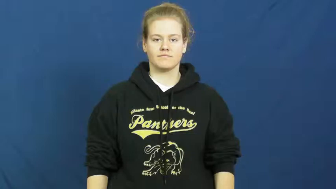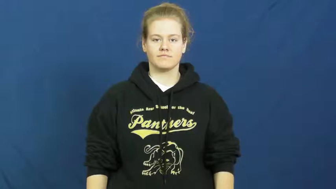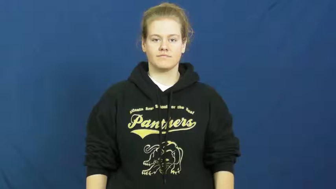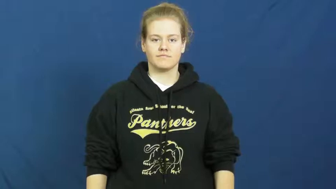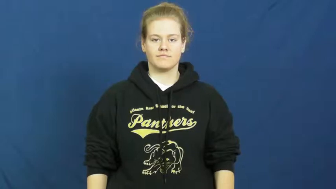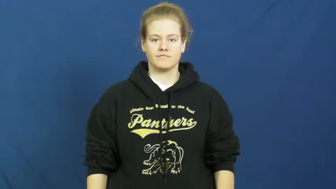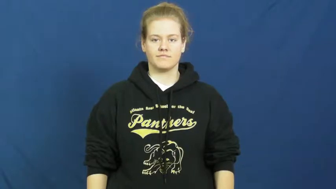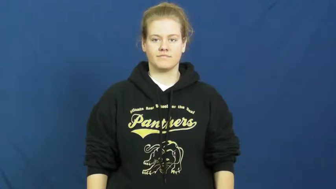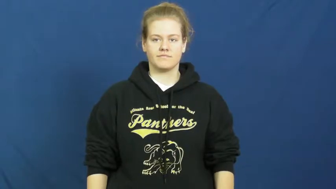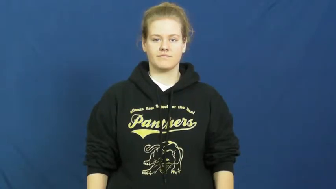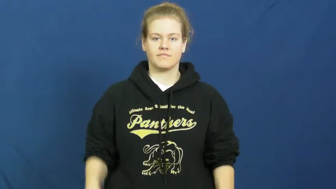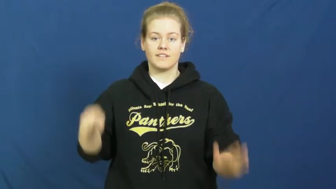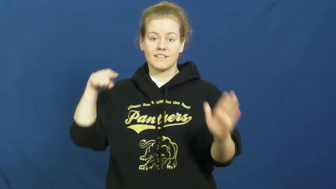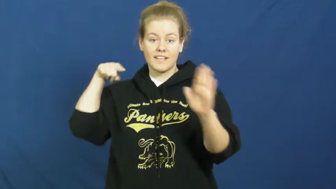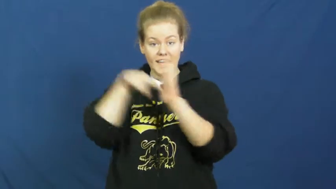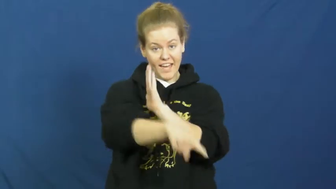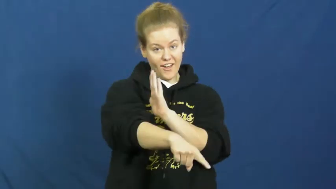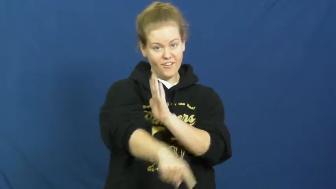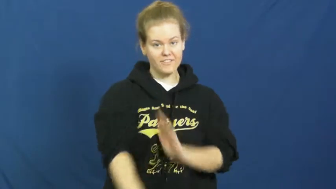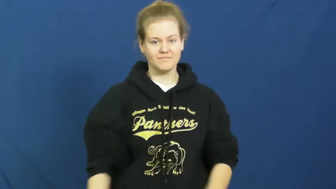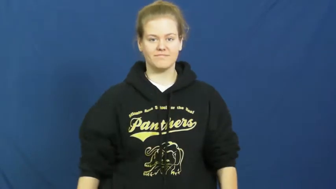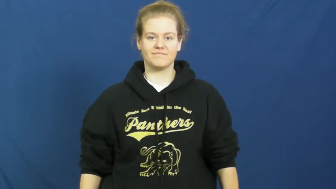exterminate